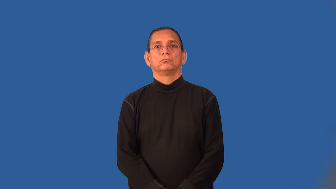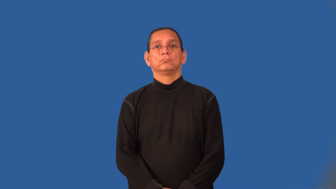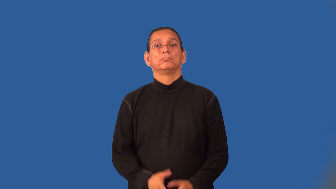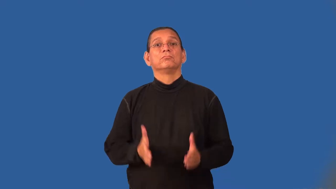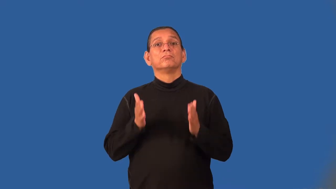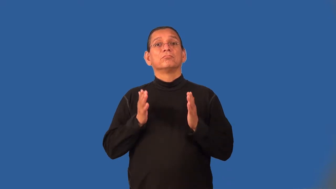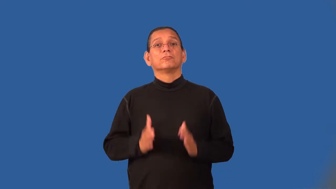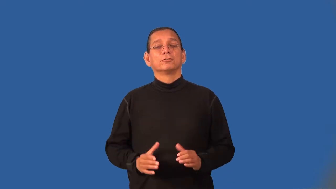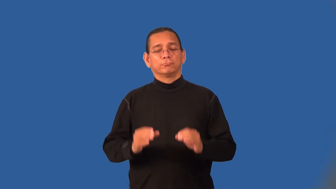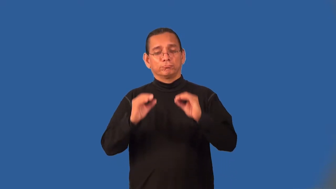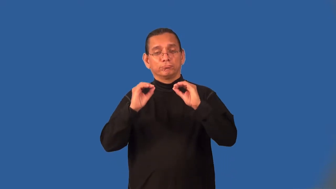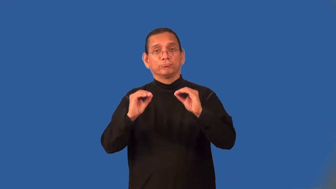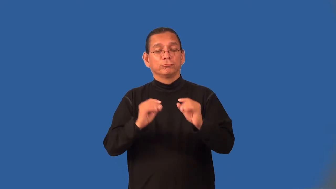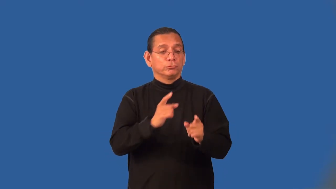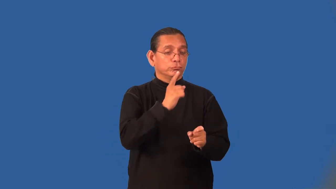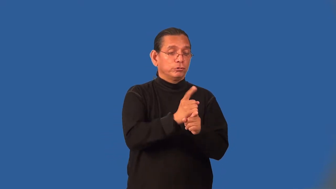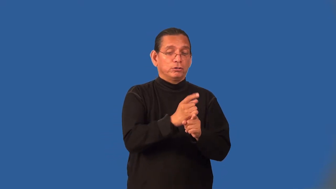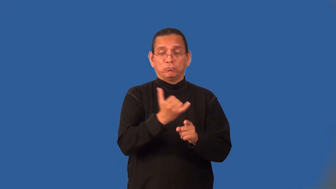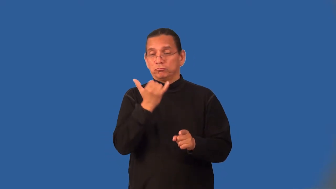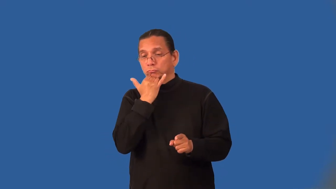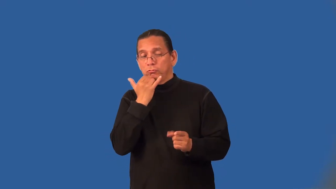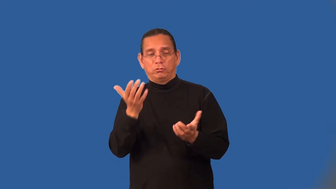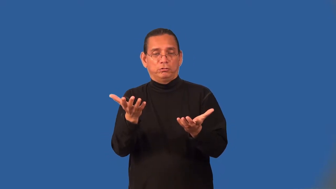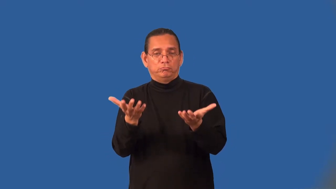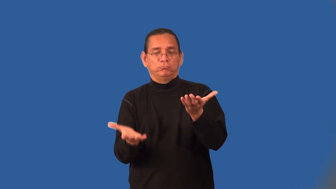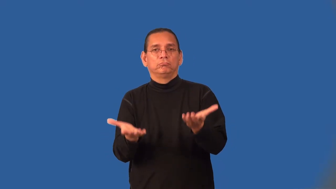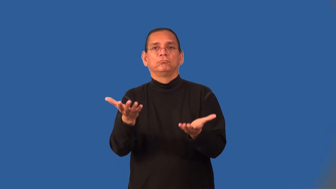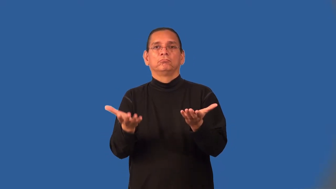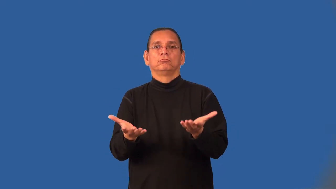moralist